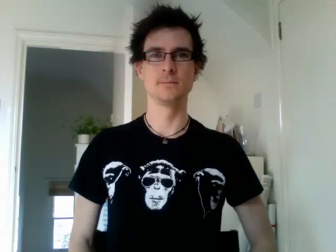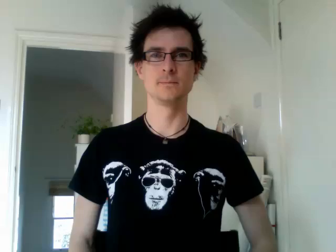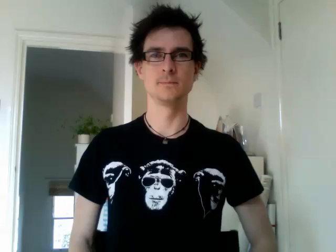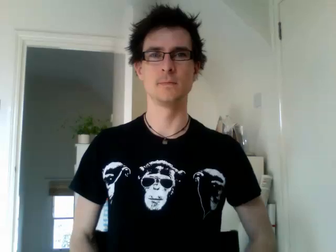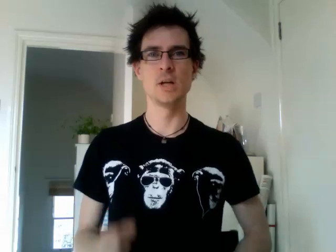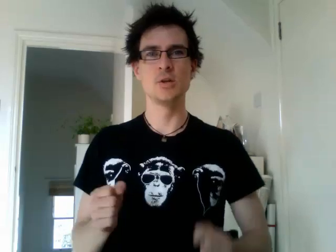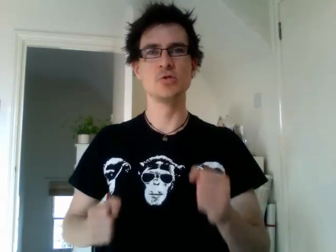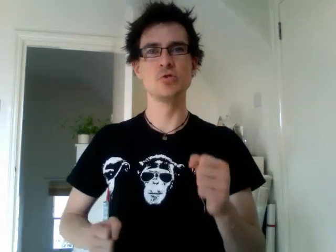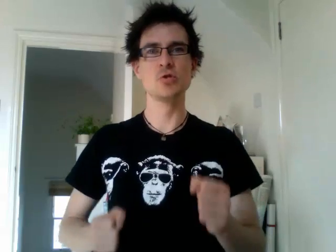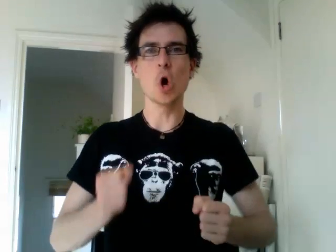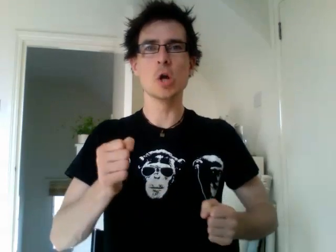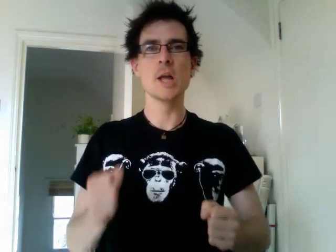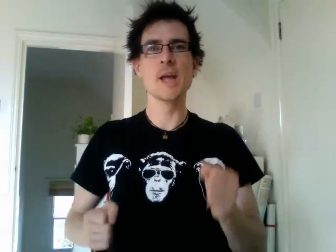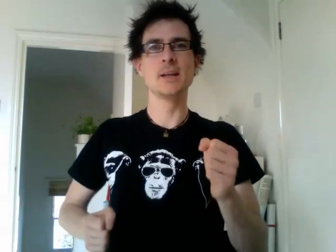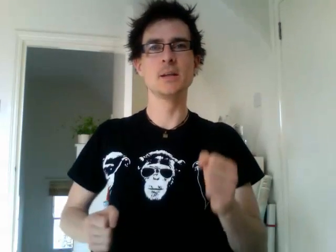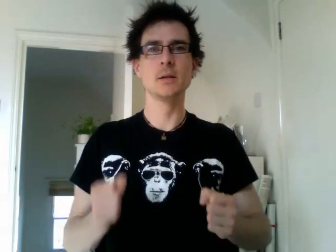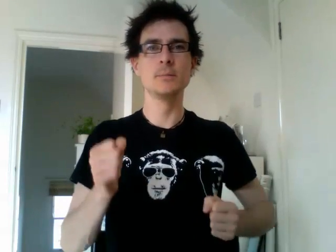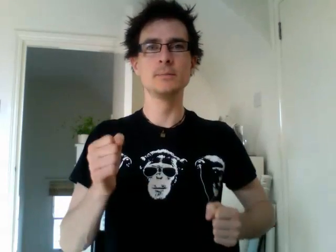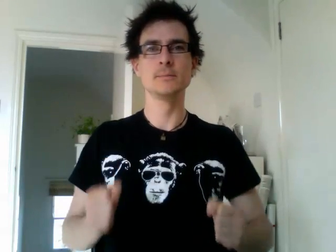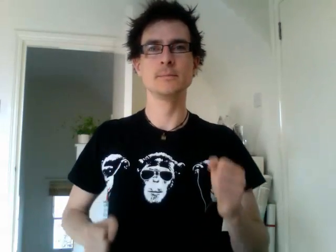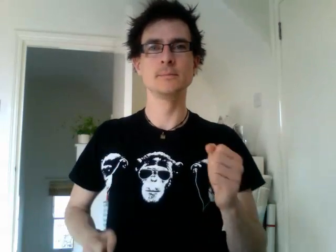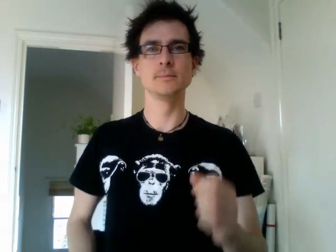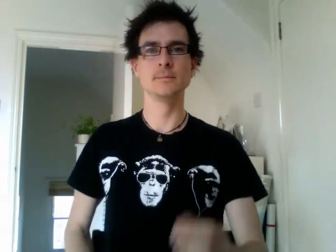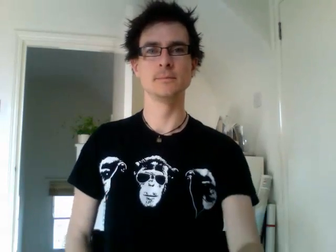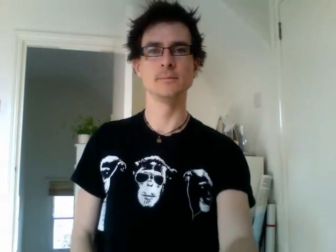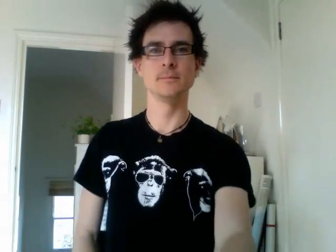jogging